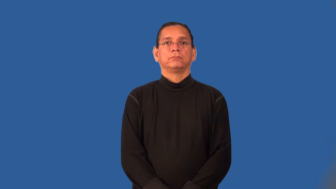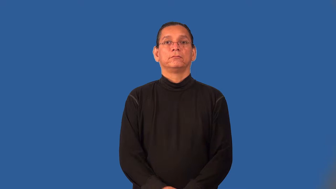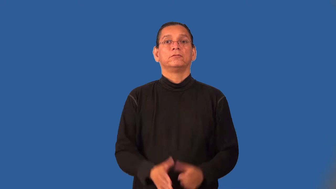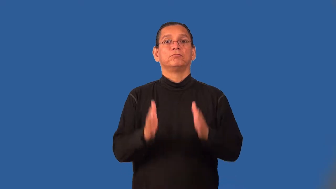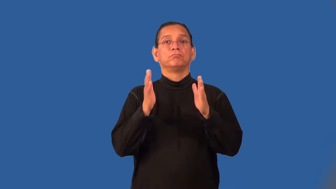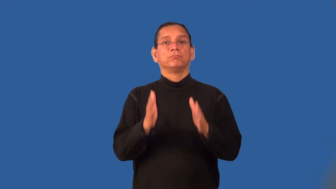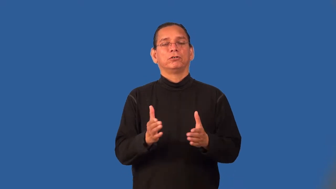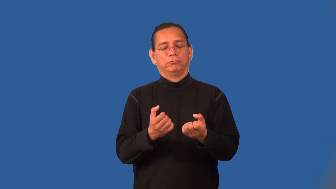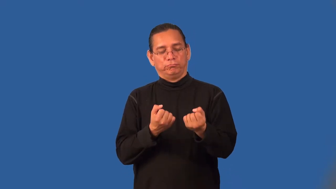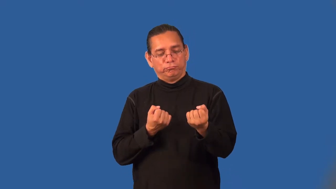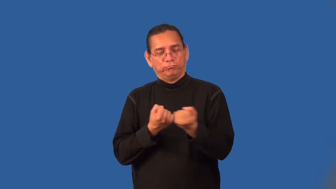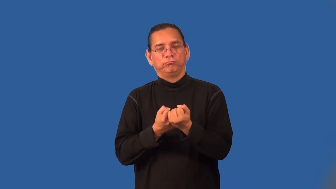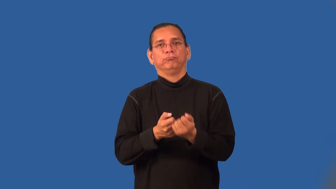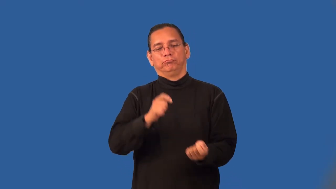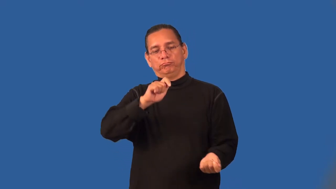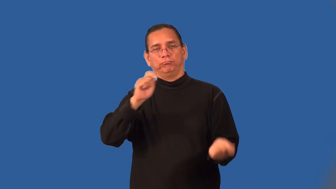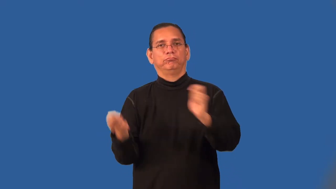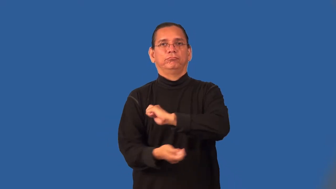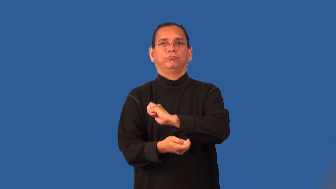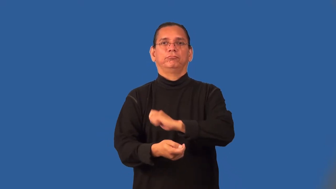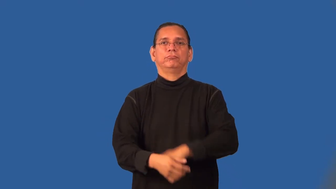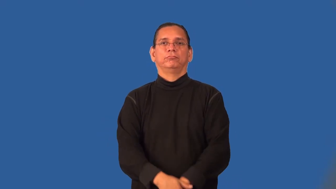revisionist